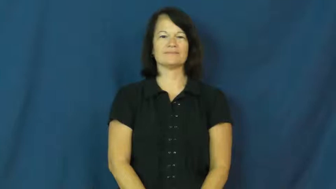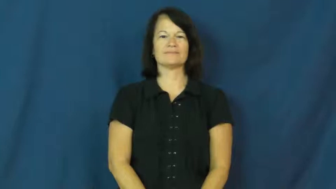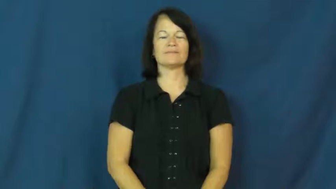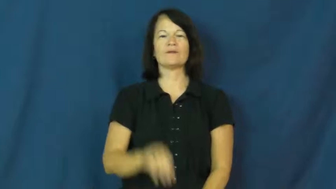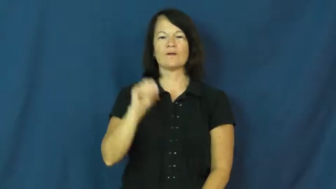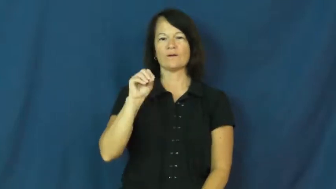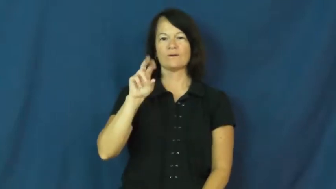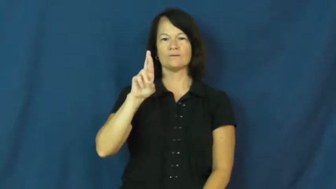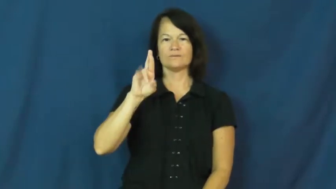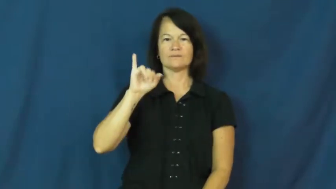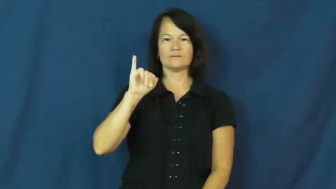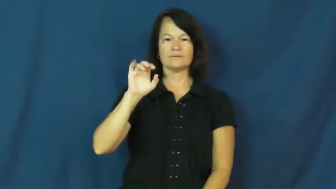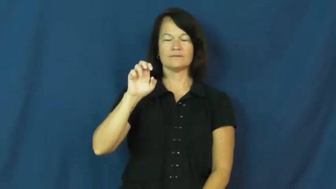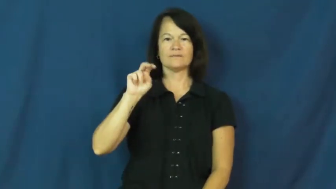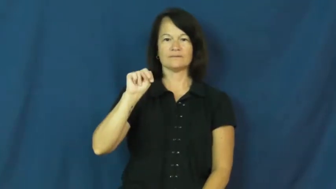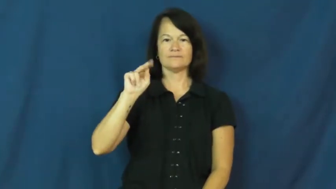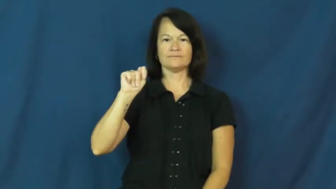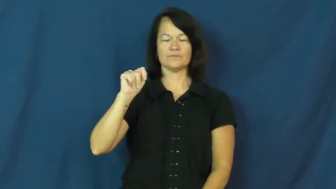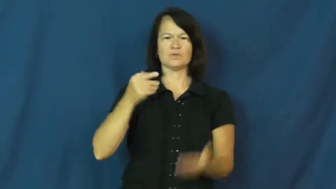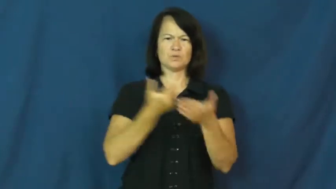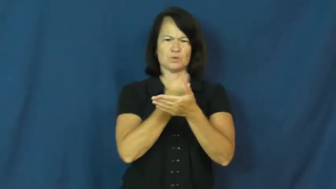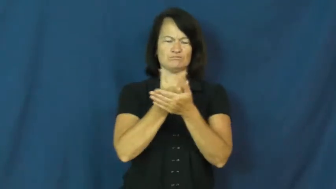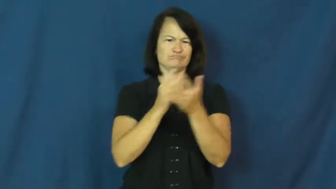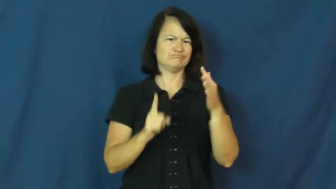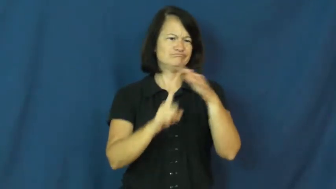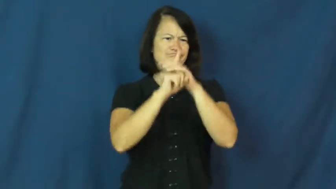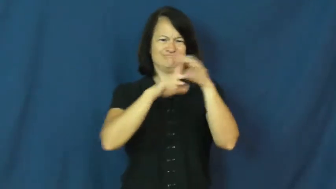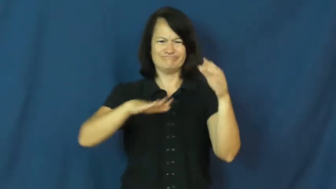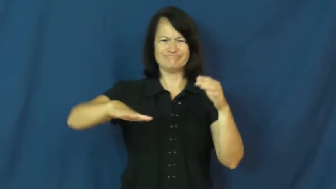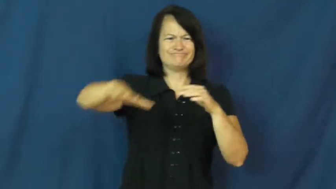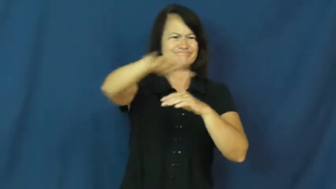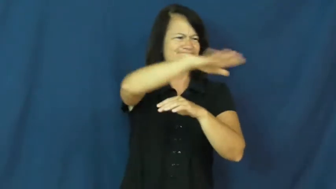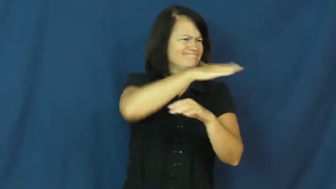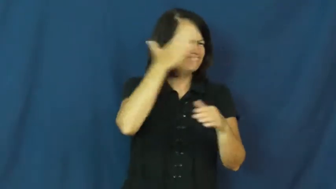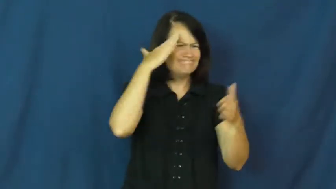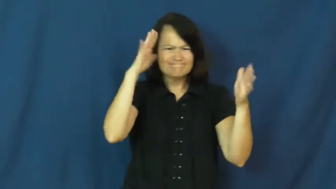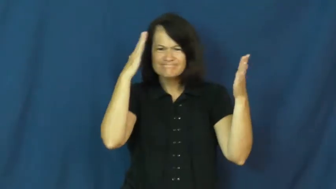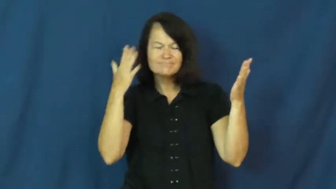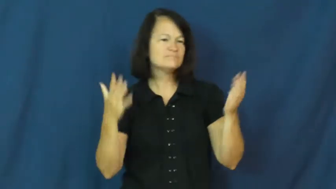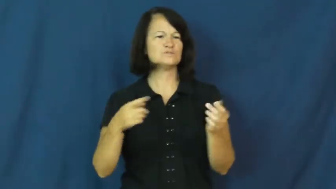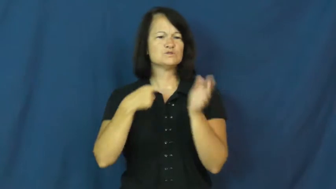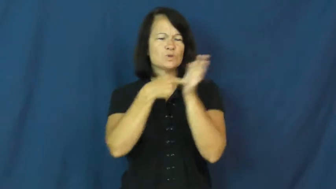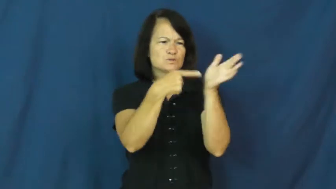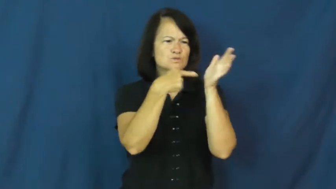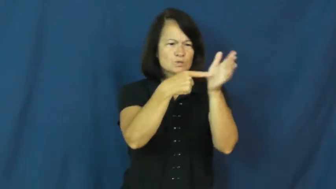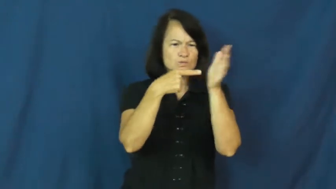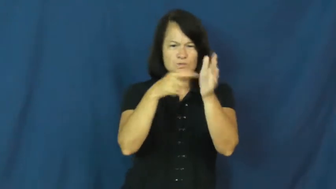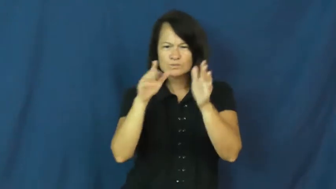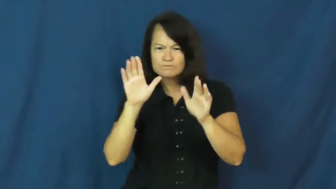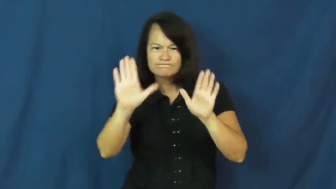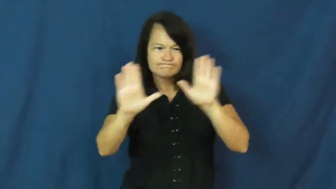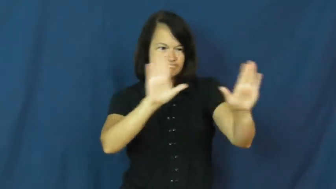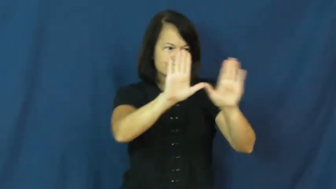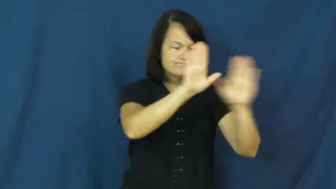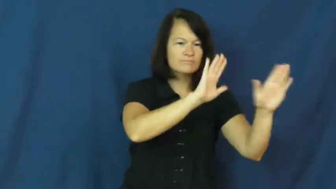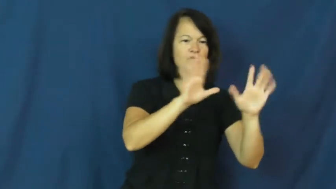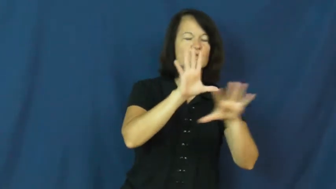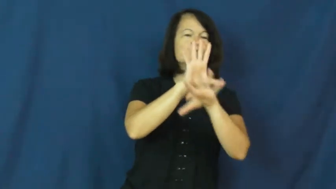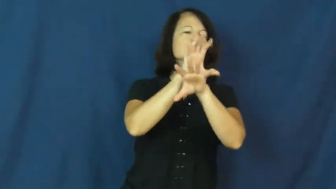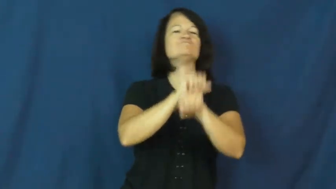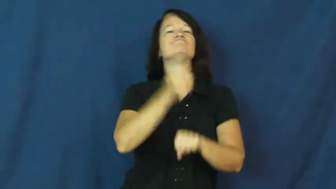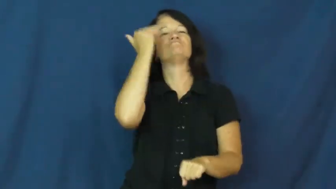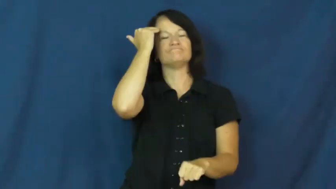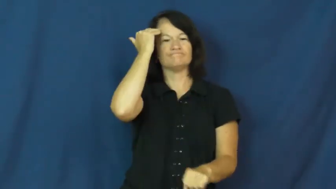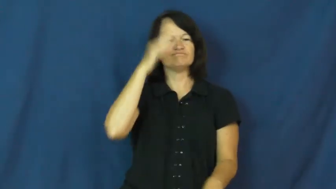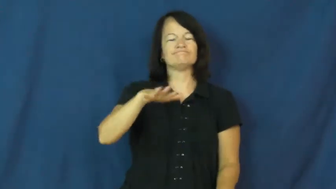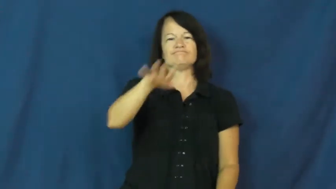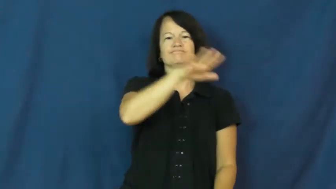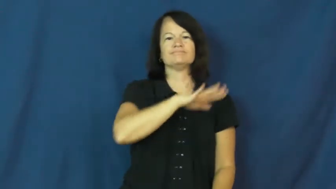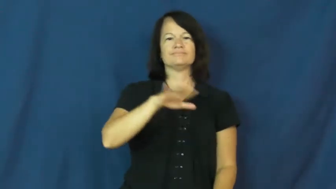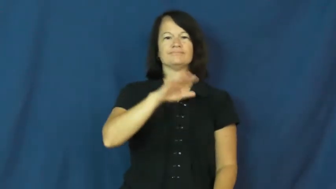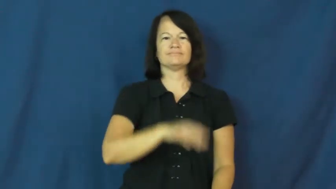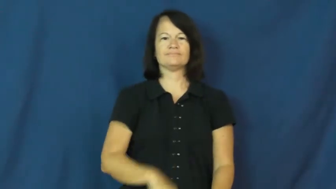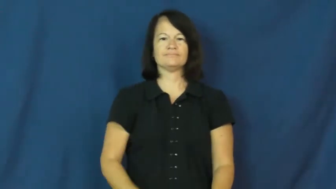orient-become comfortable